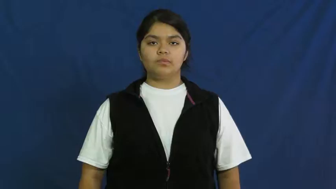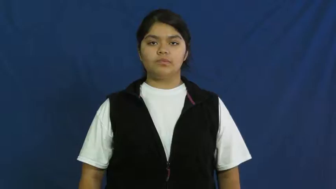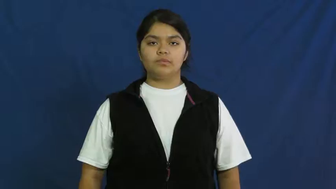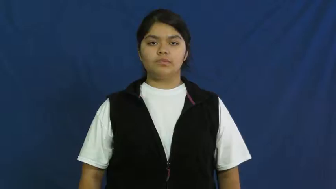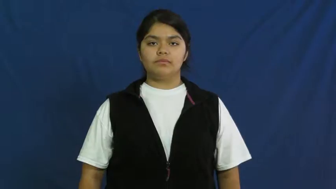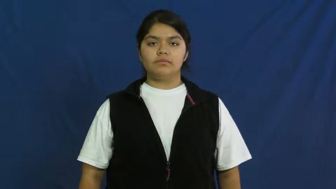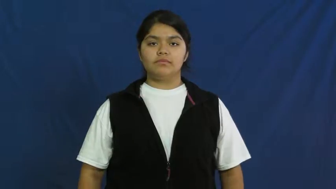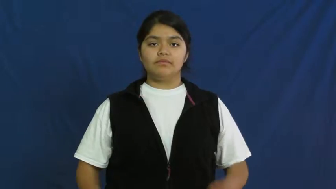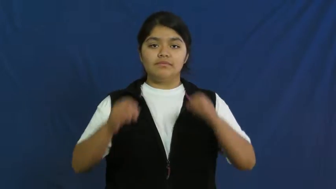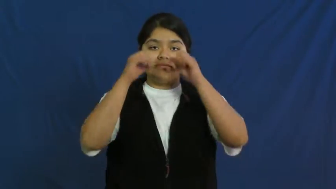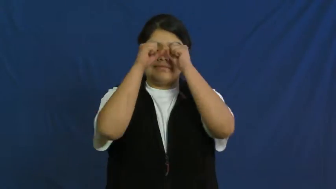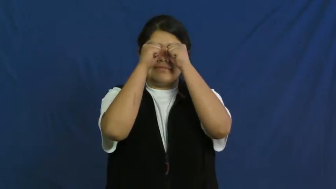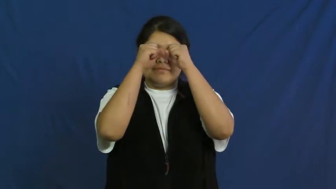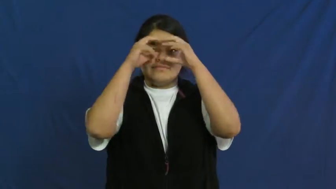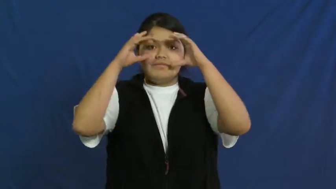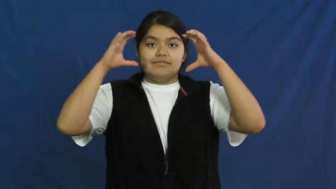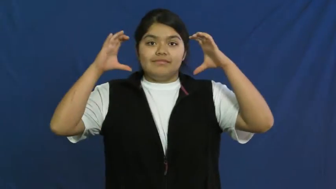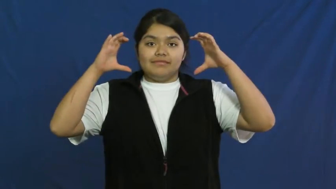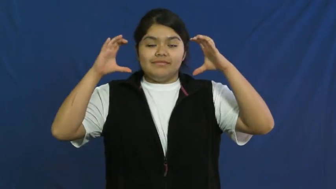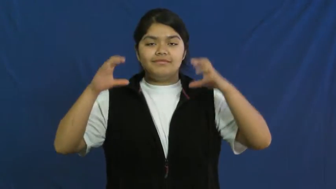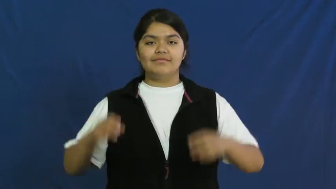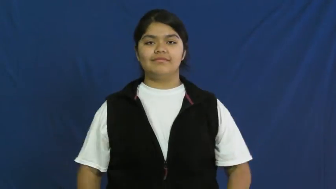visualize,dream,envision,see,ween,foresee